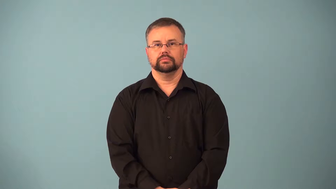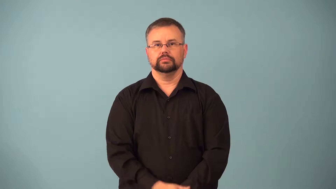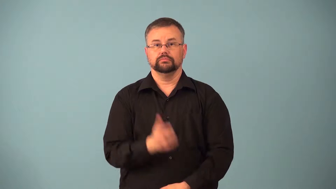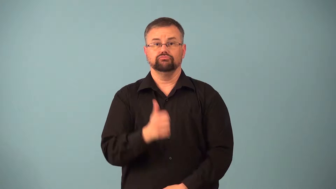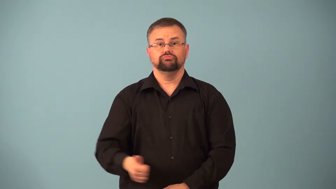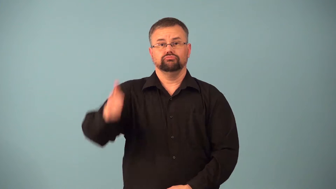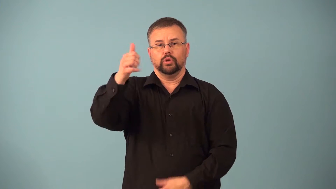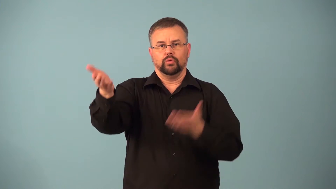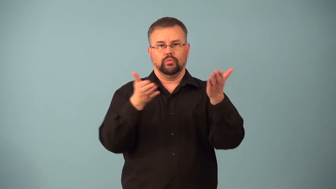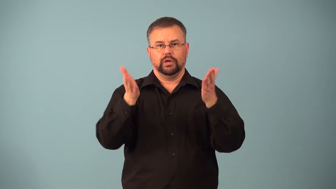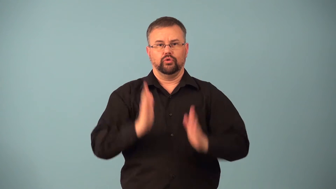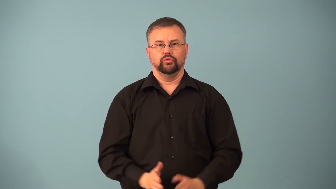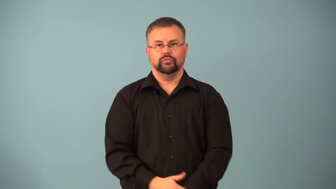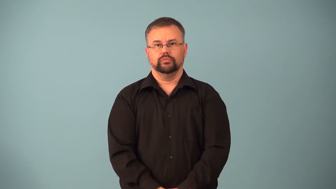headwaiter